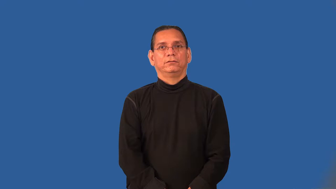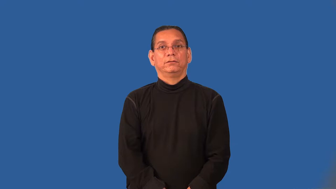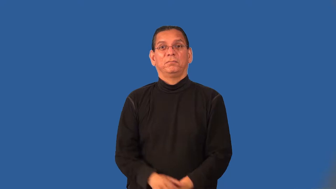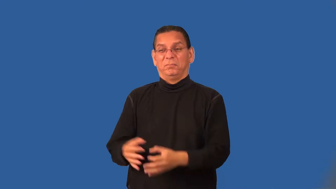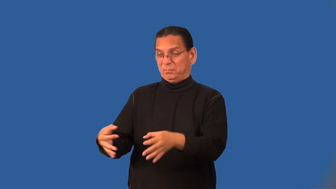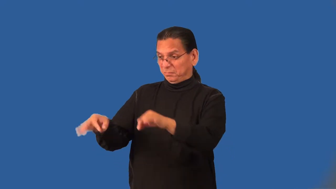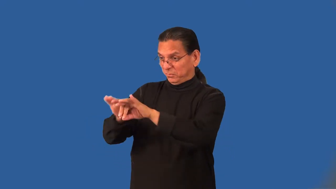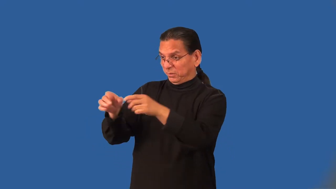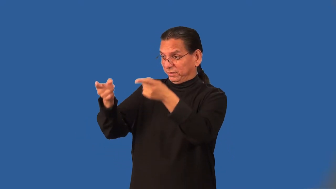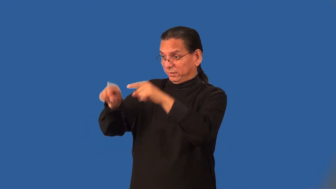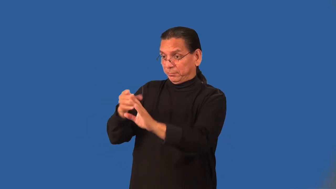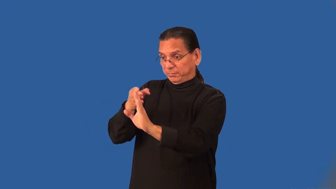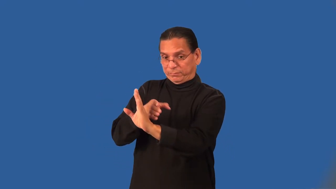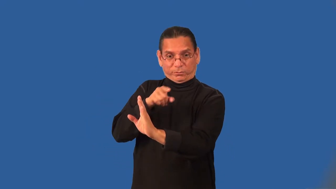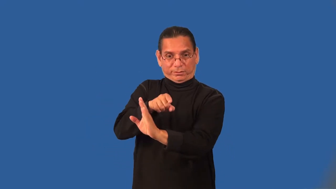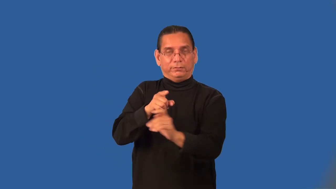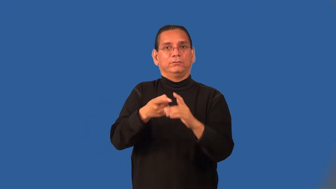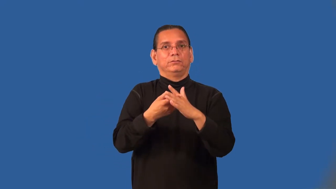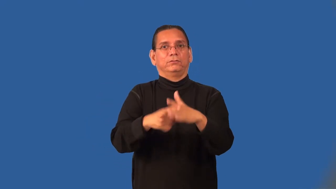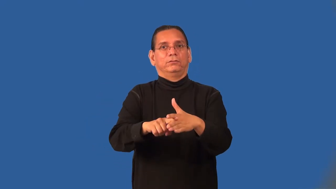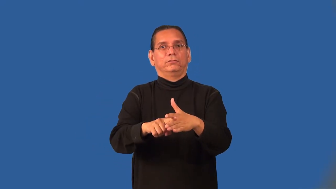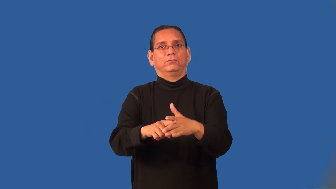preliminary